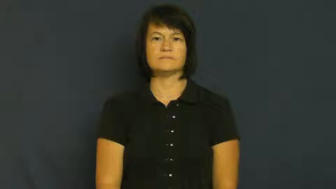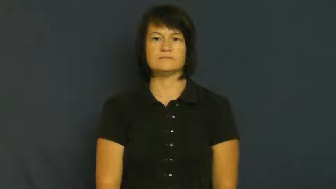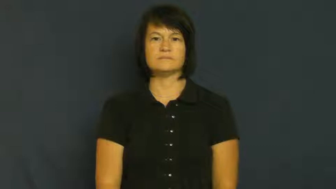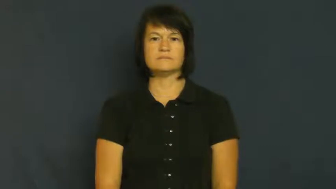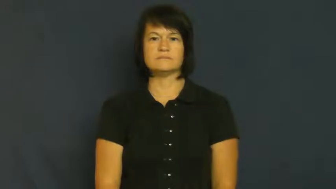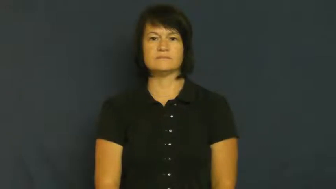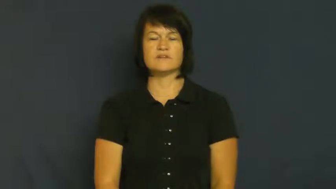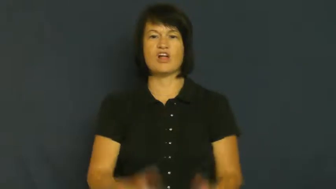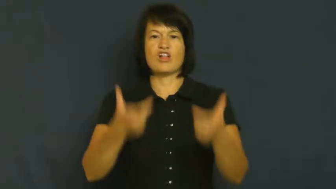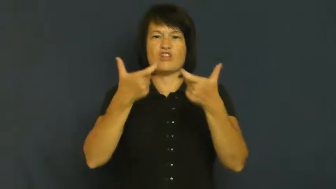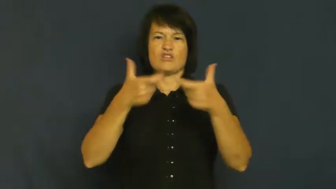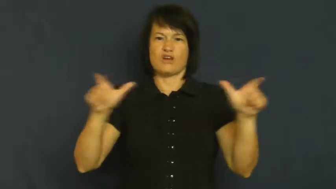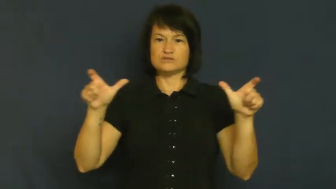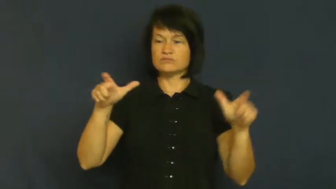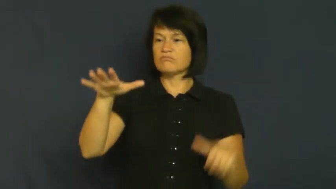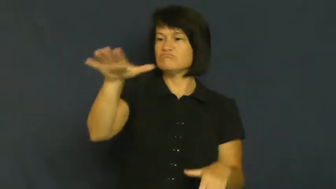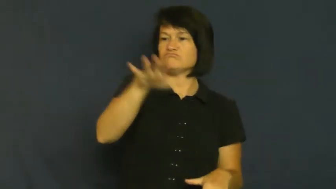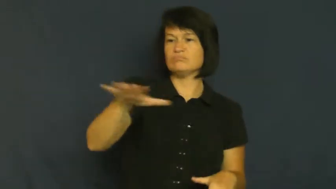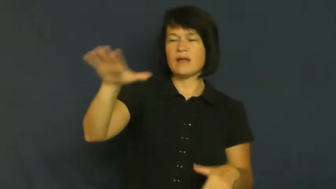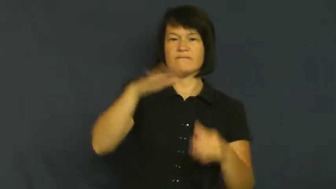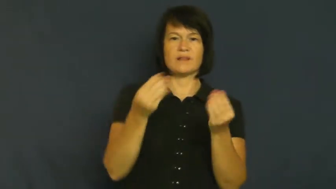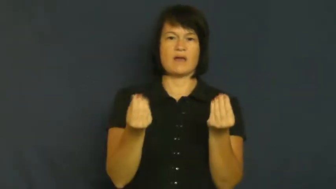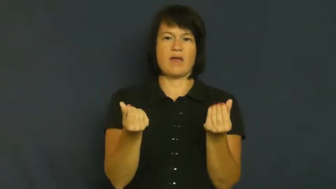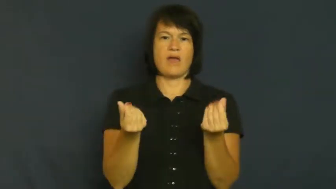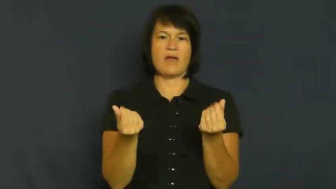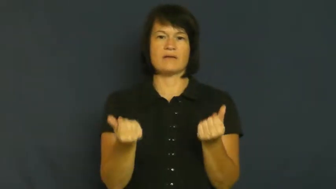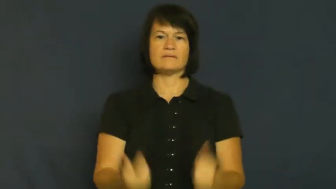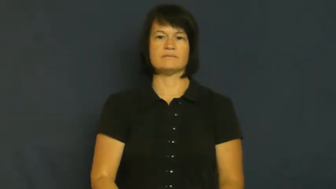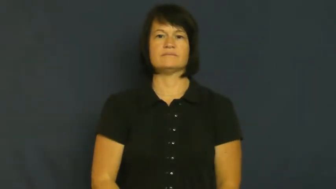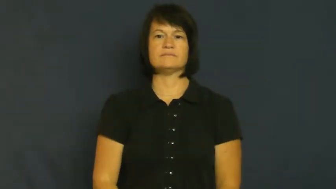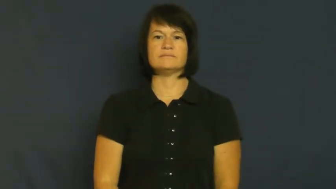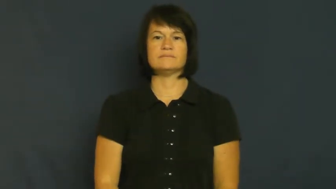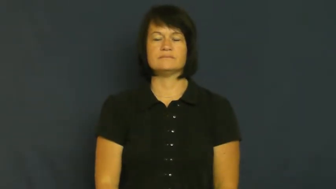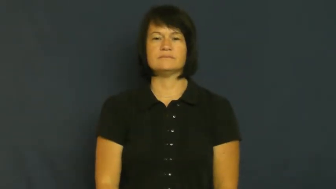tract-land